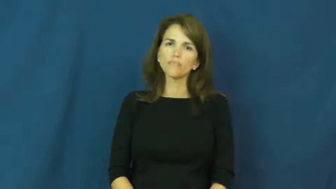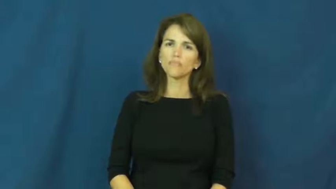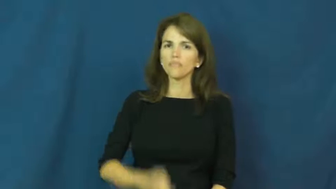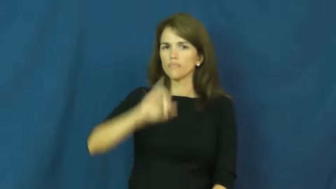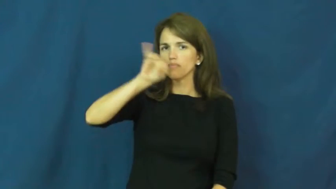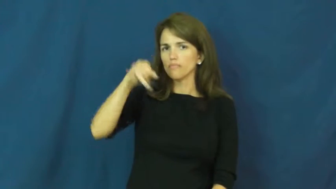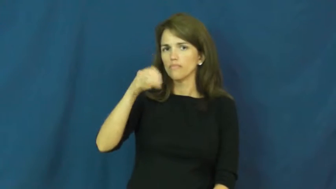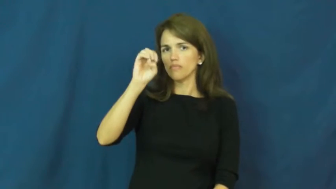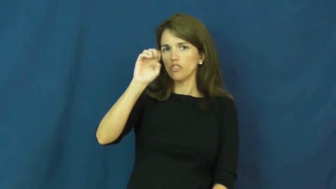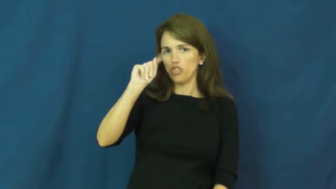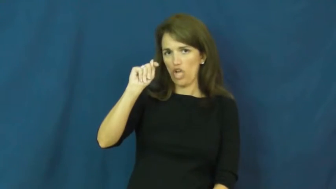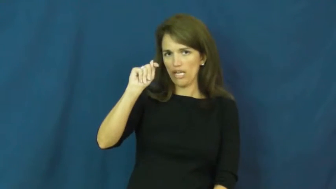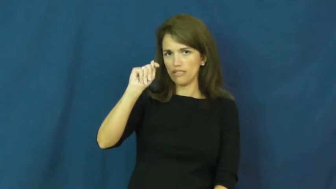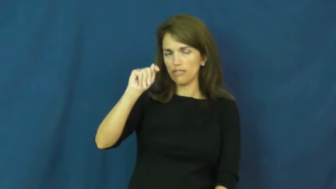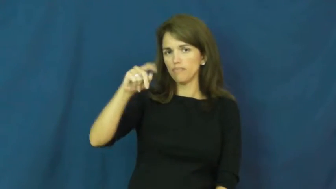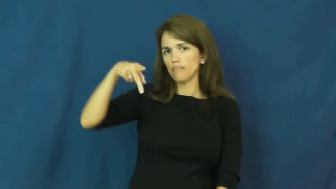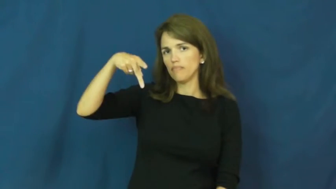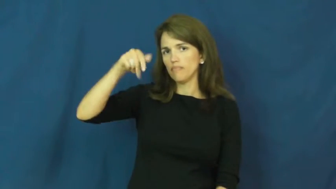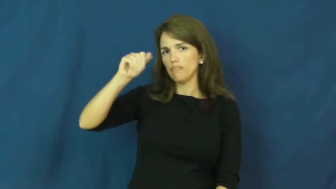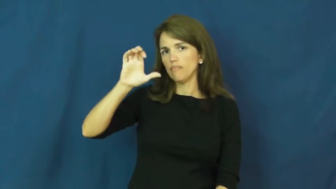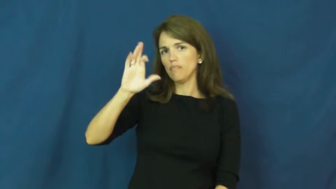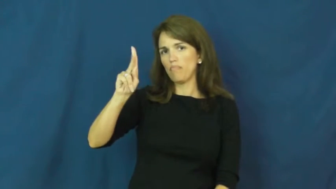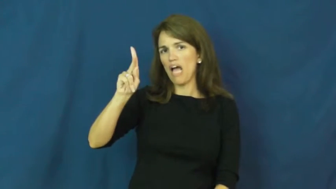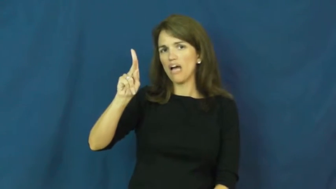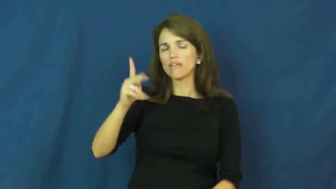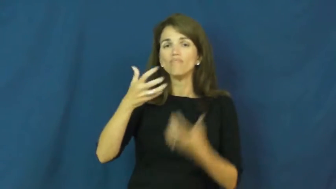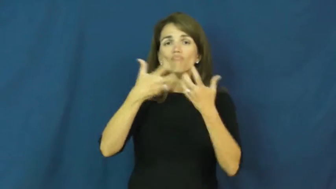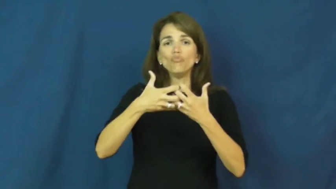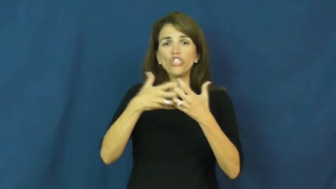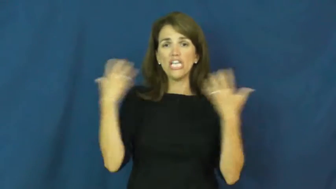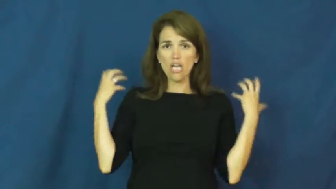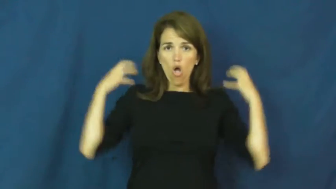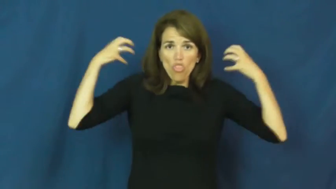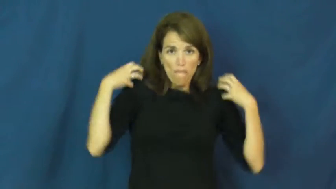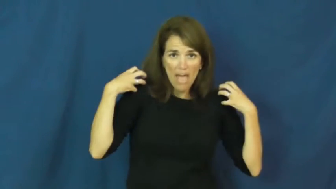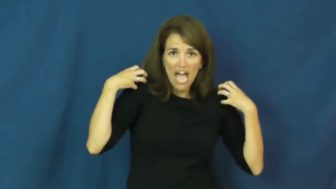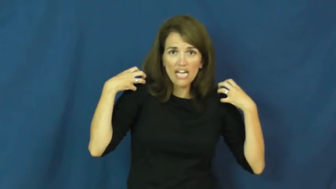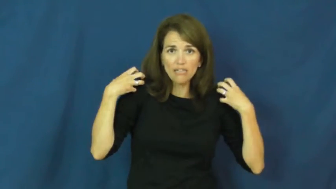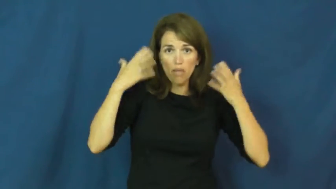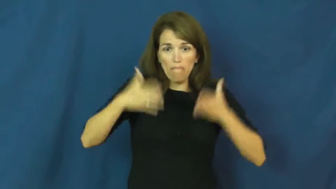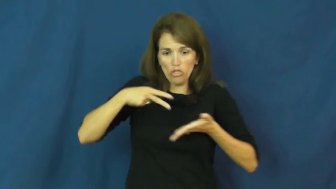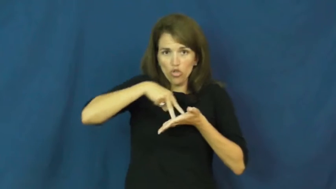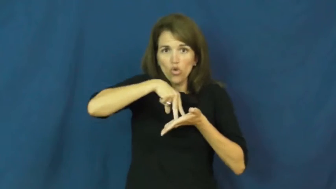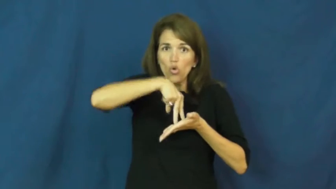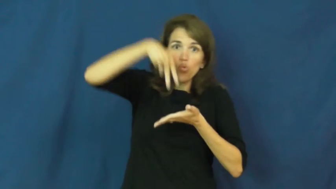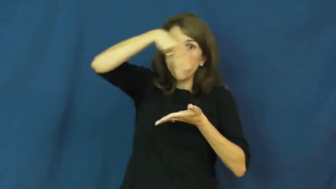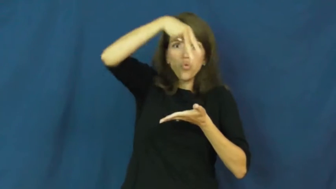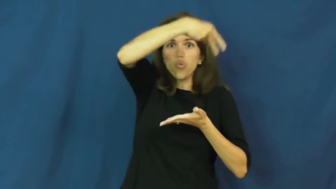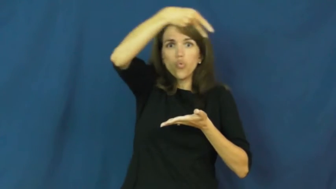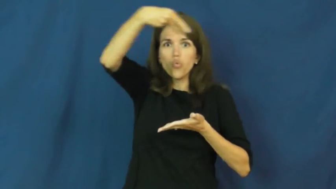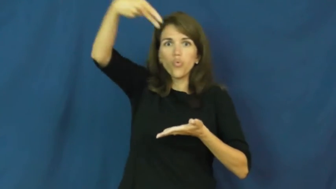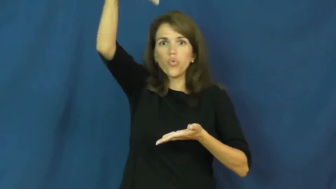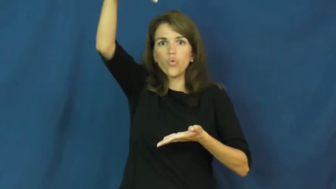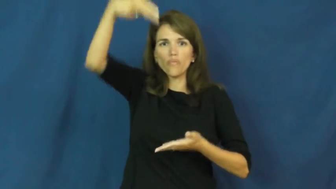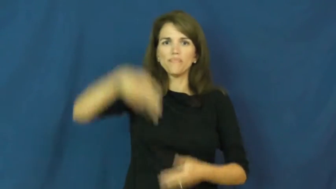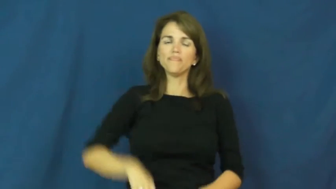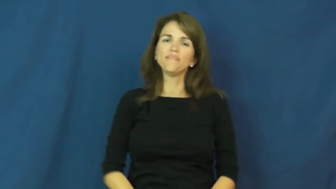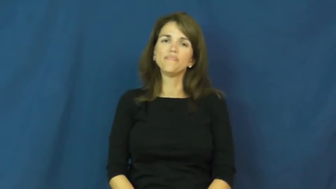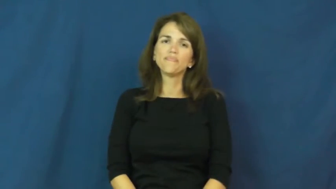jetpack